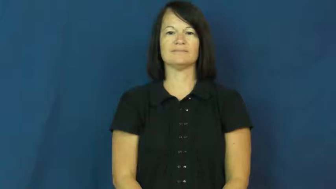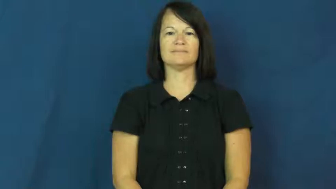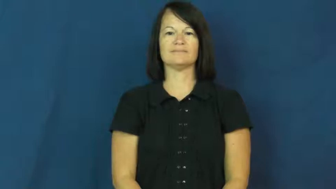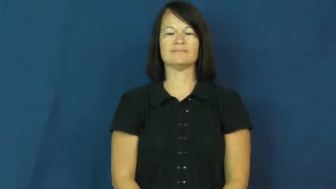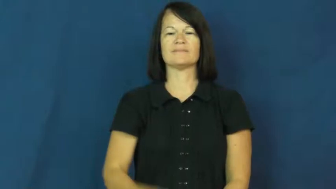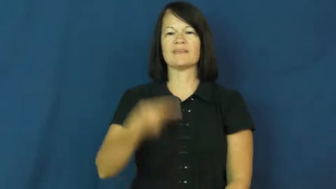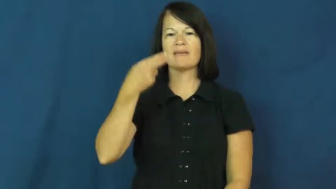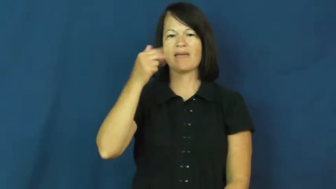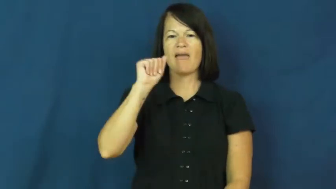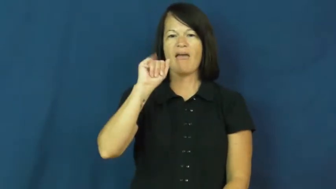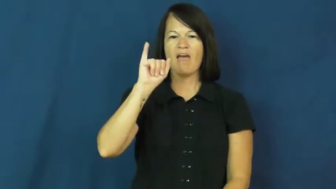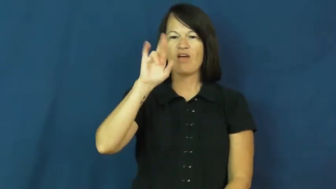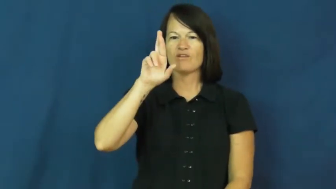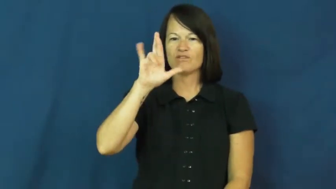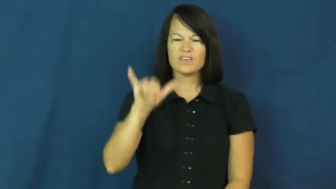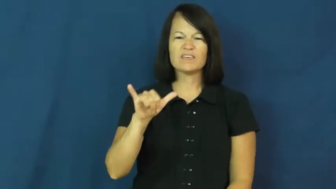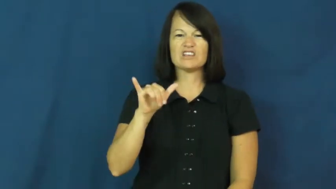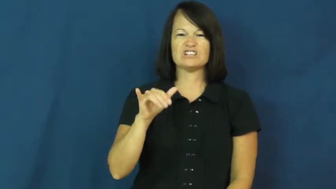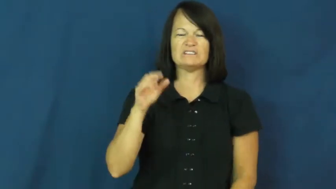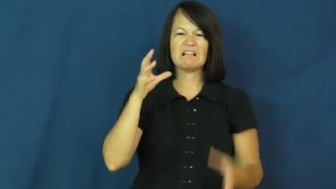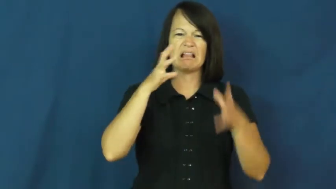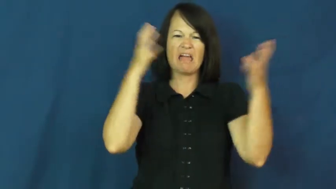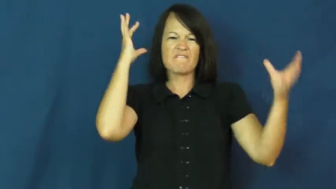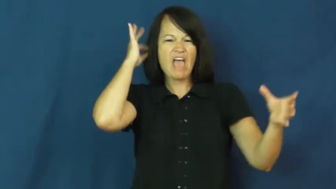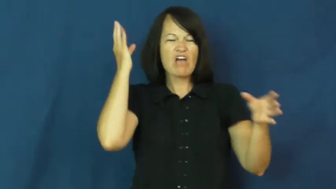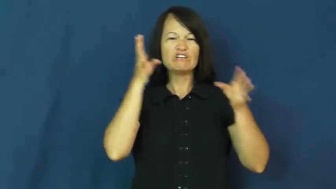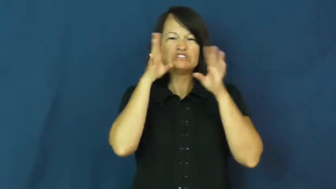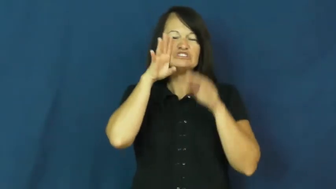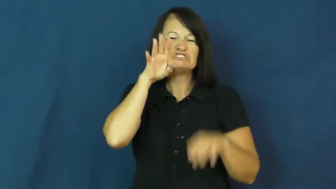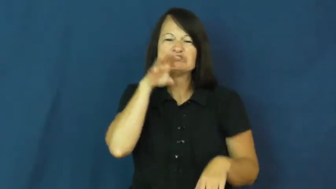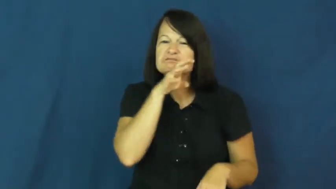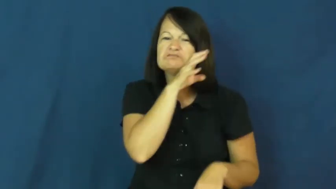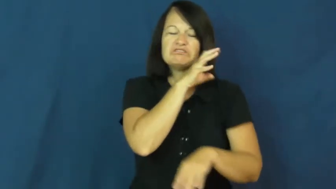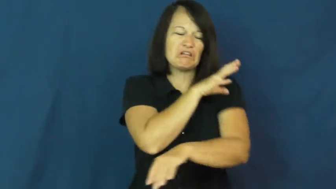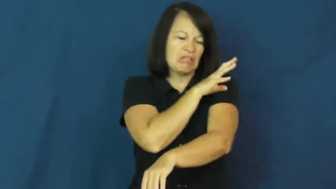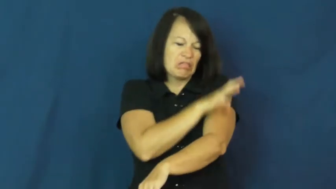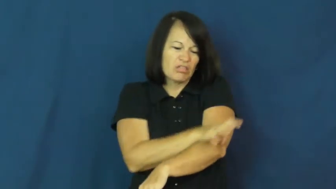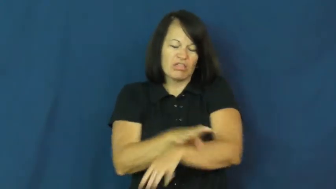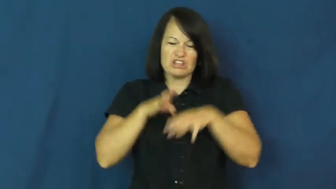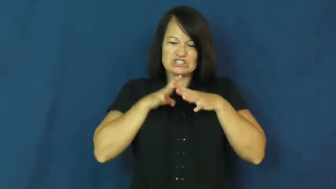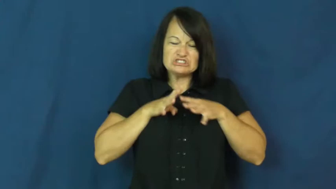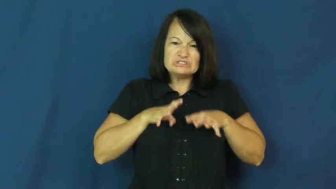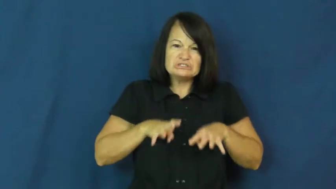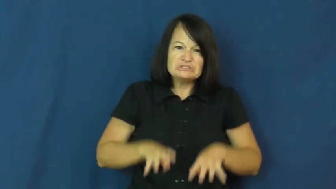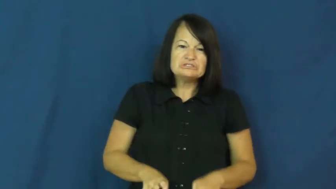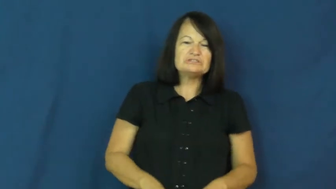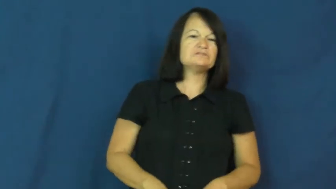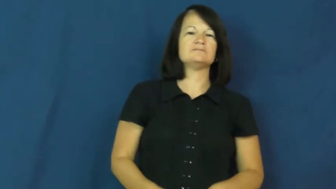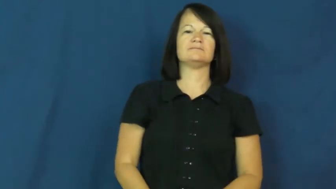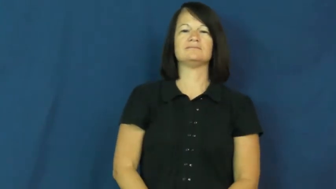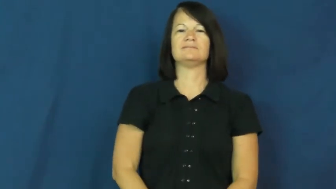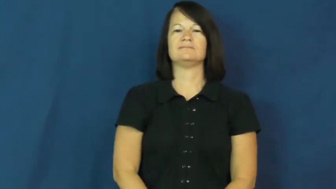hairy,hirsute